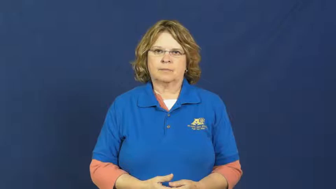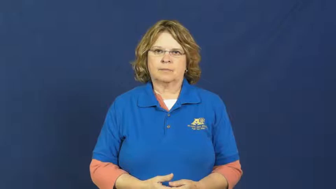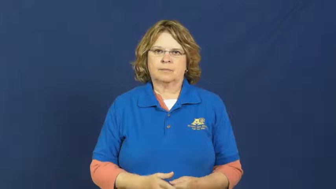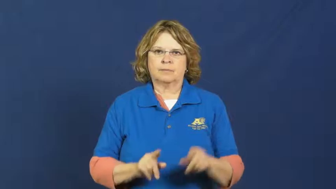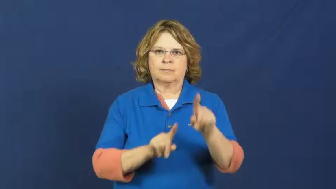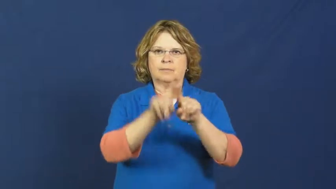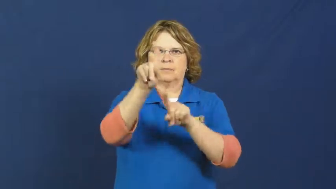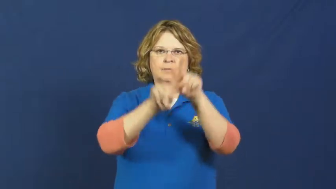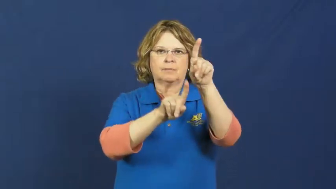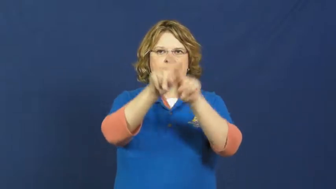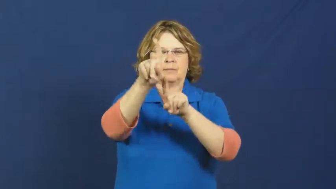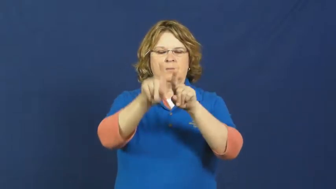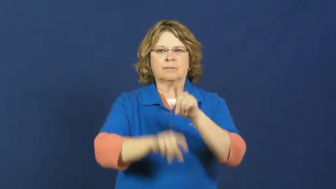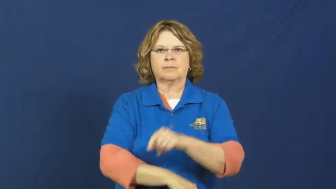star-sports